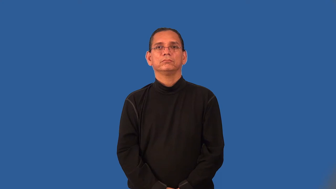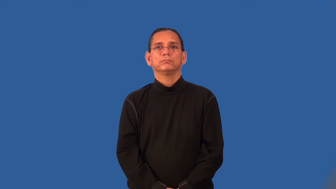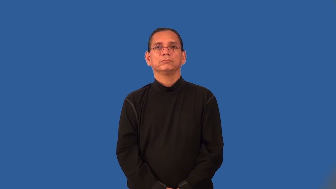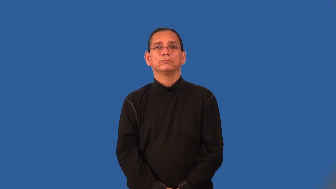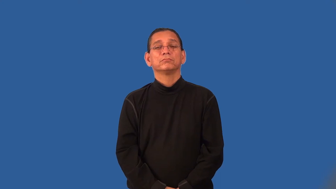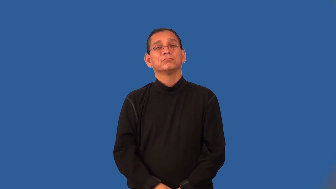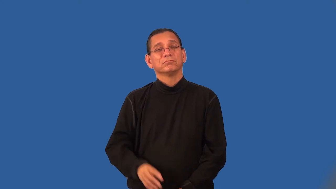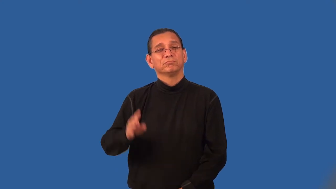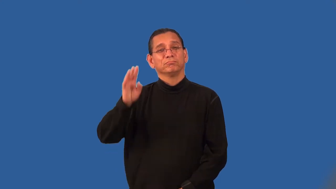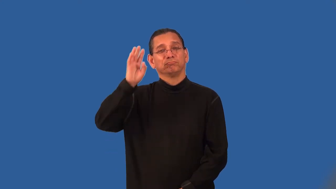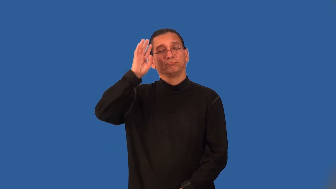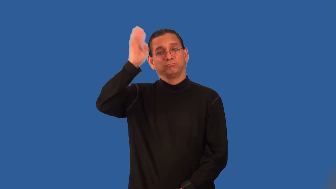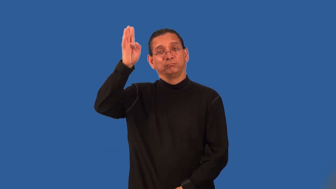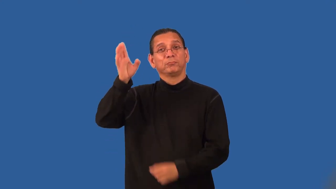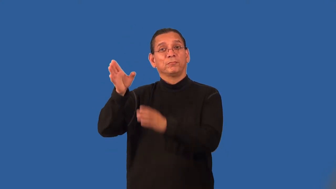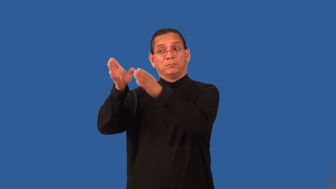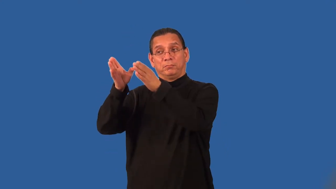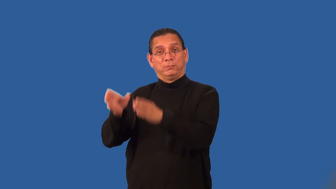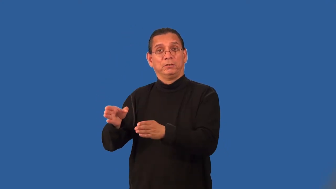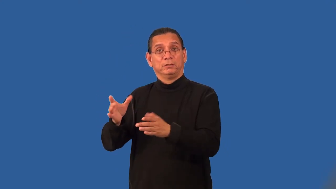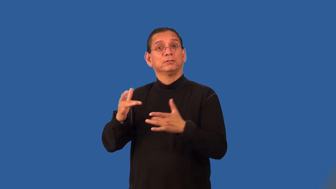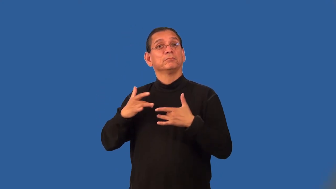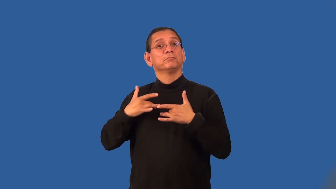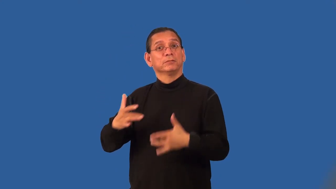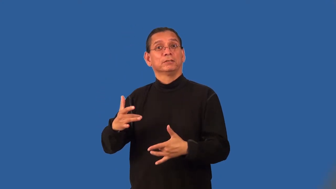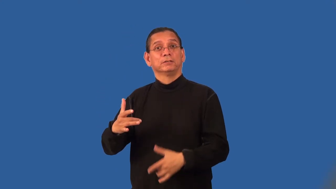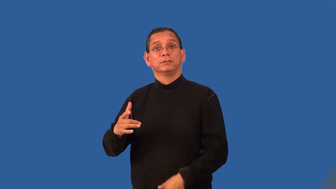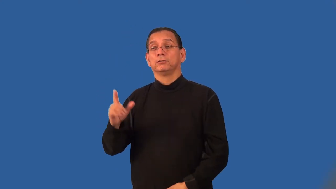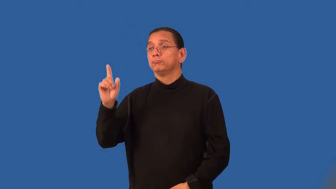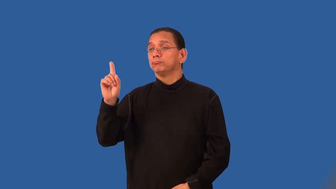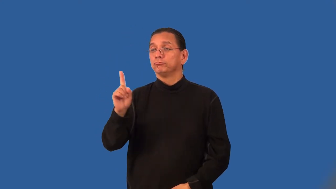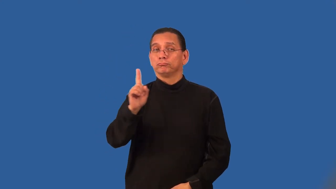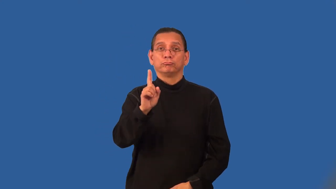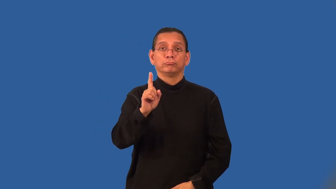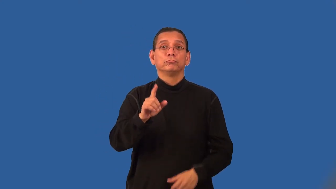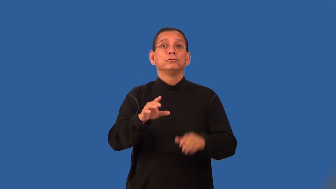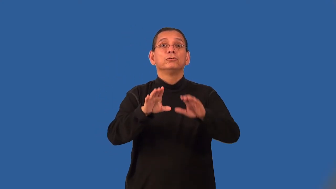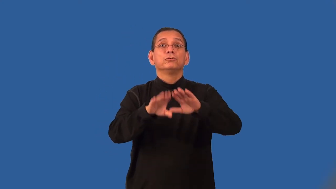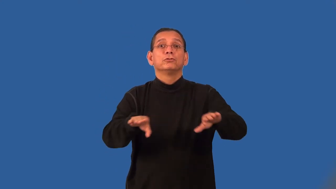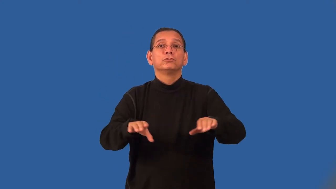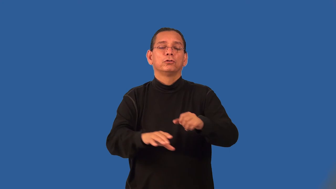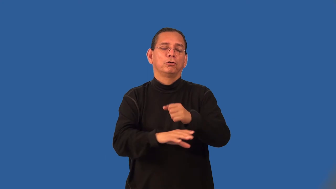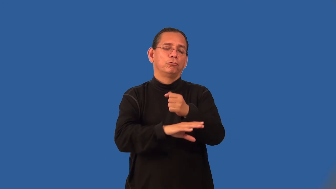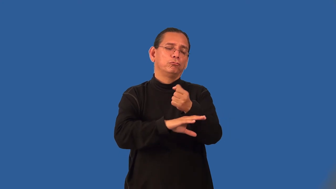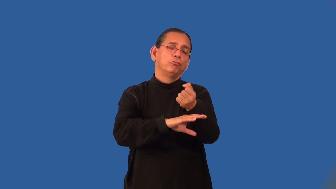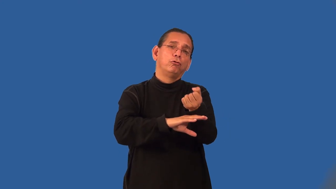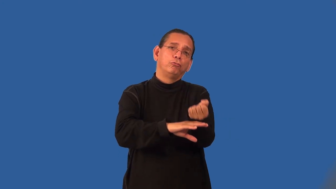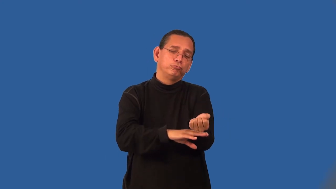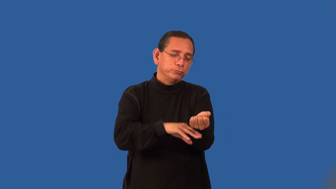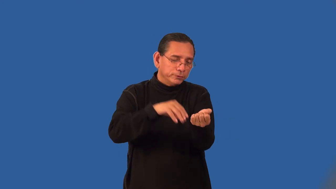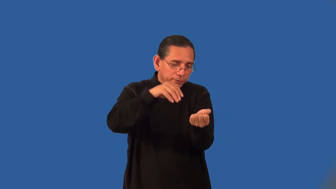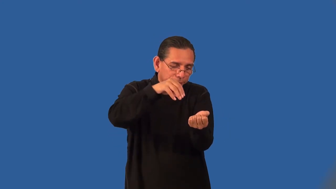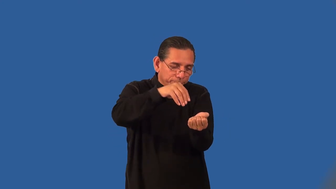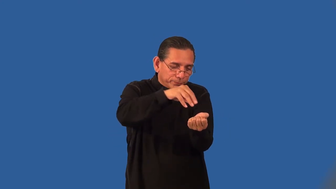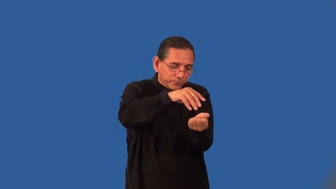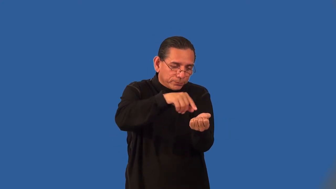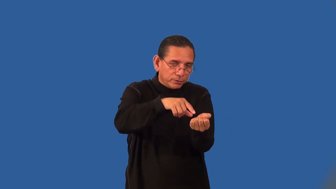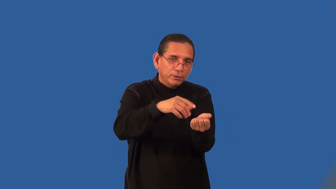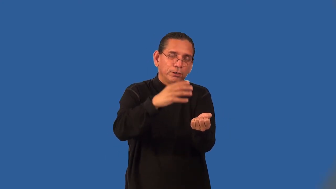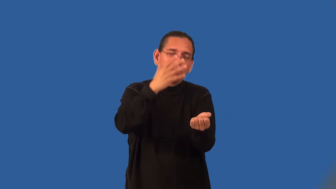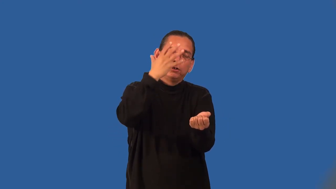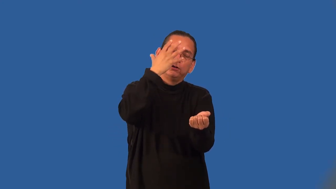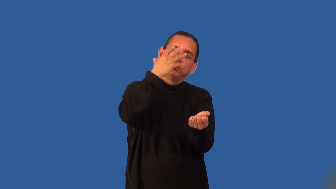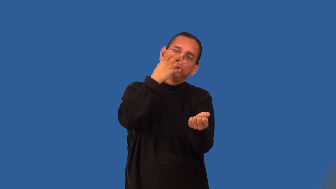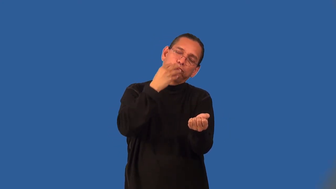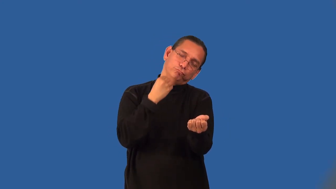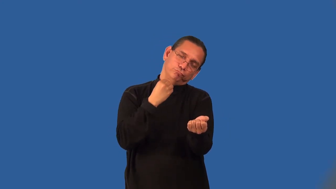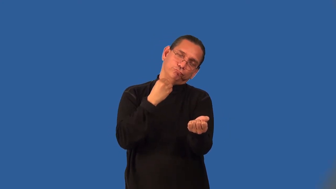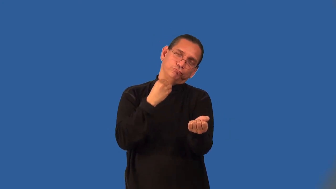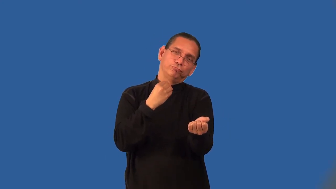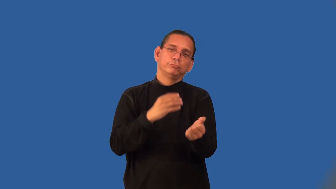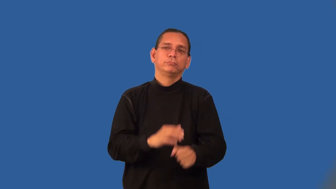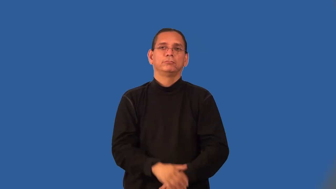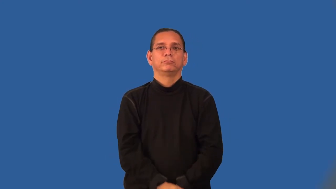sandman